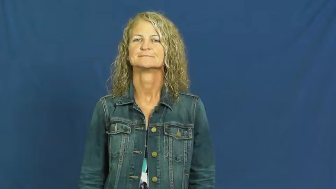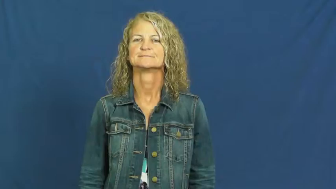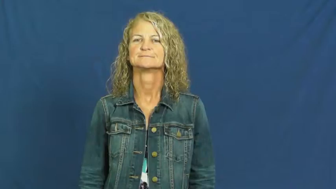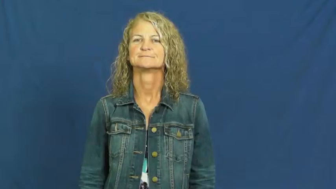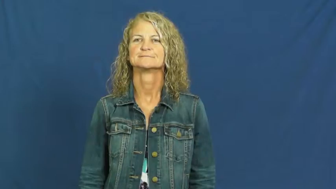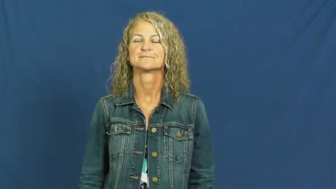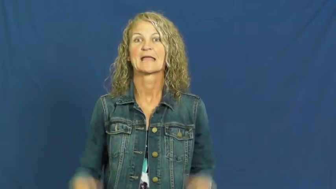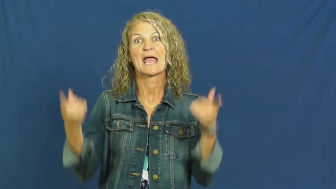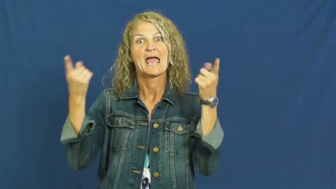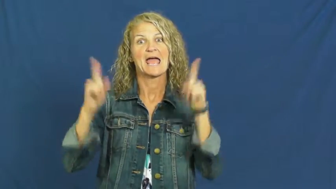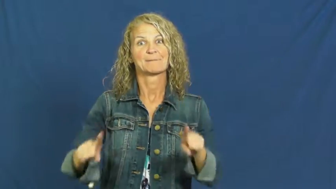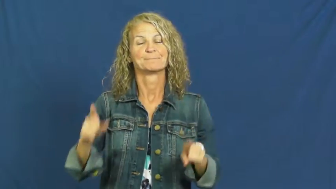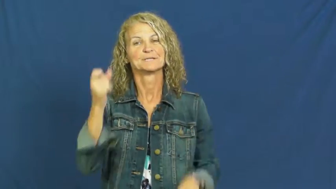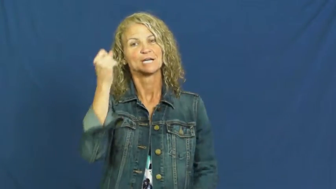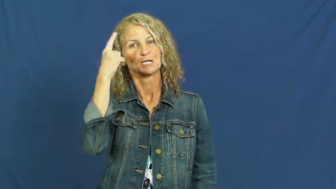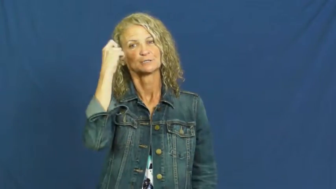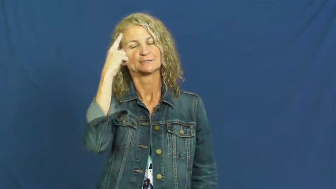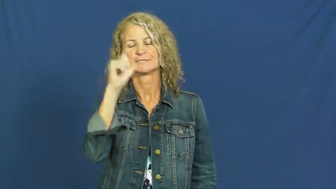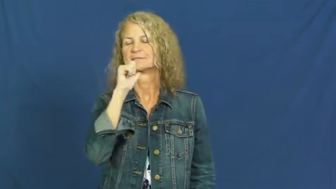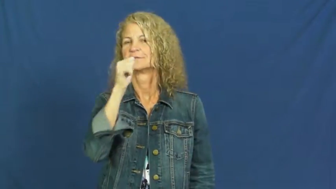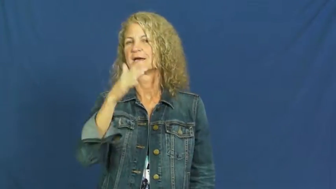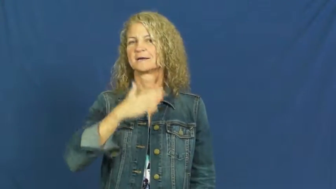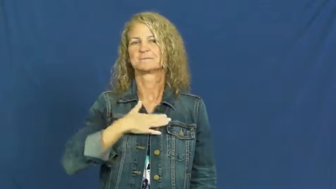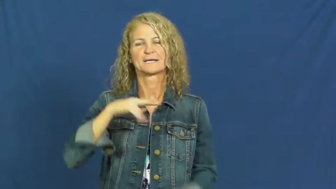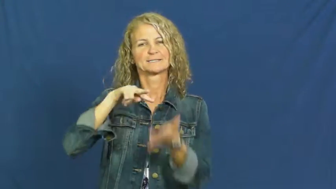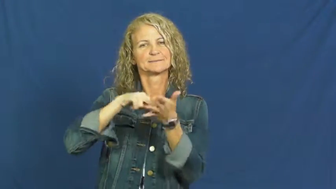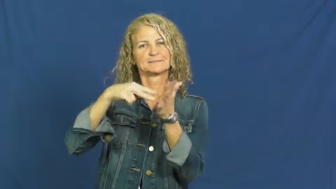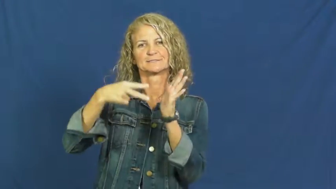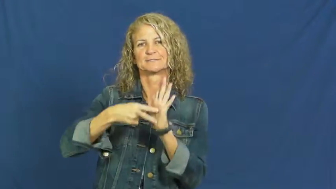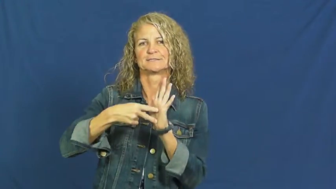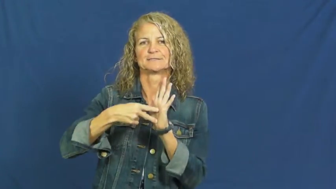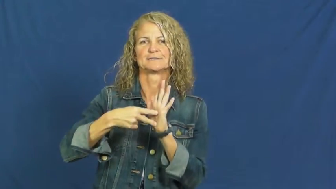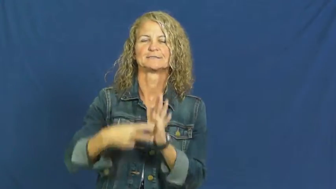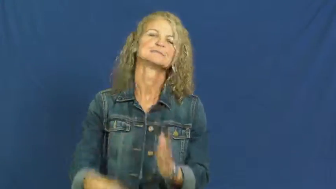involuntary